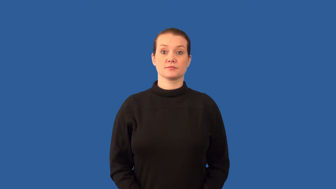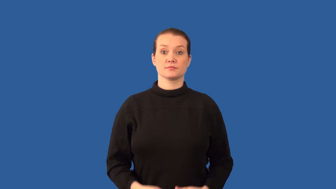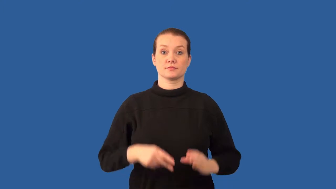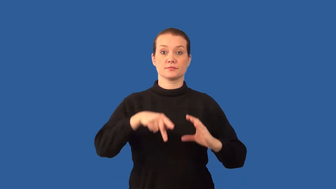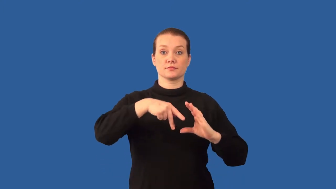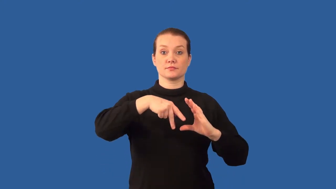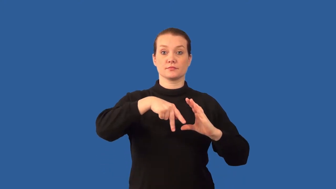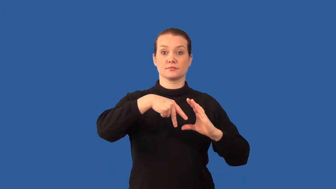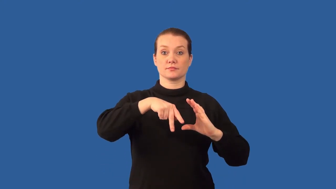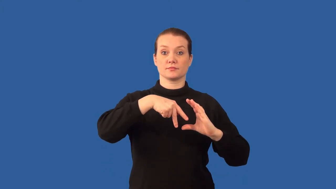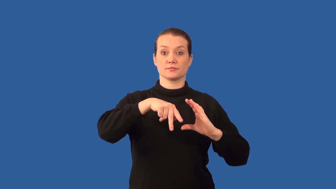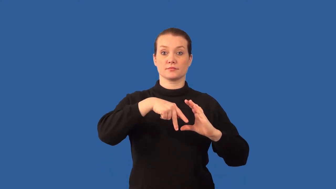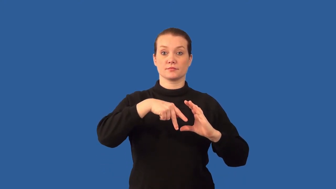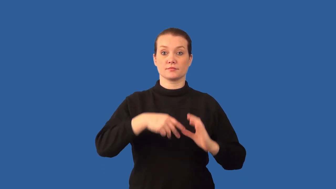proton